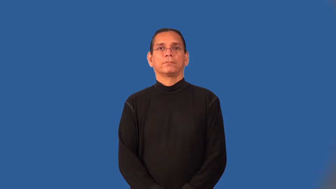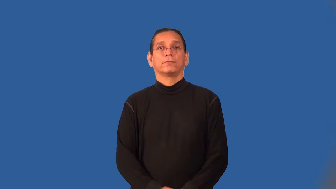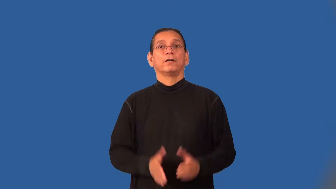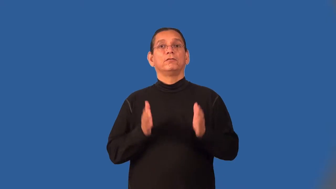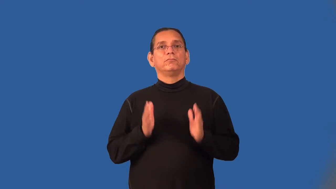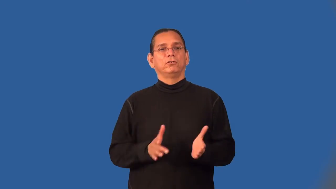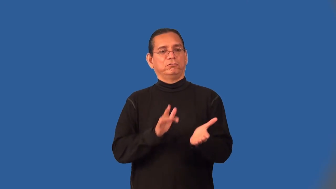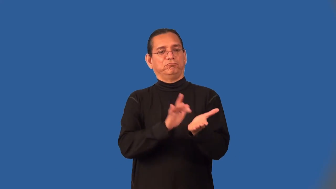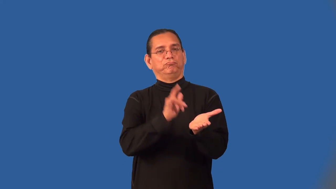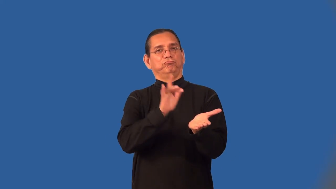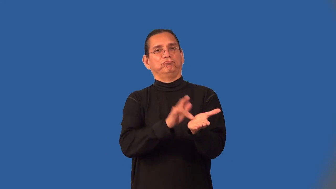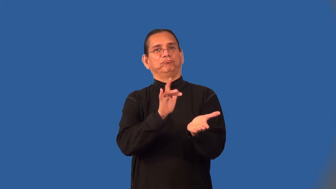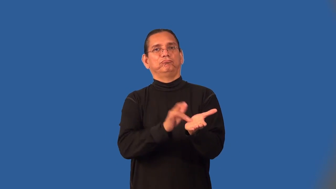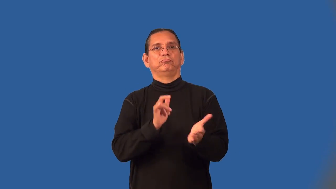exploiter